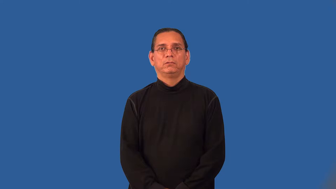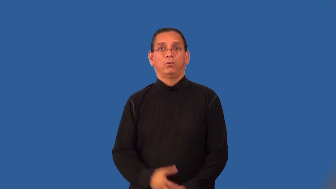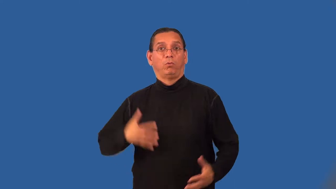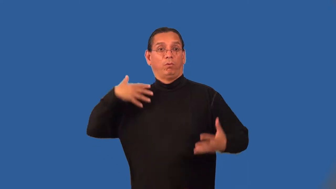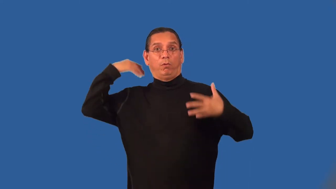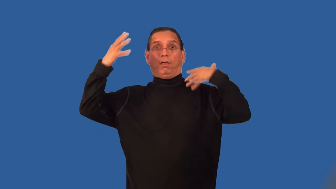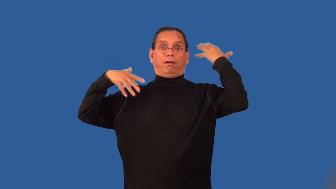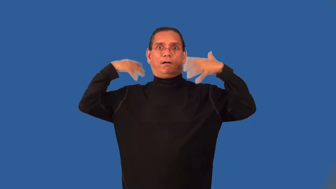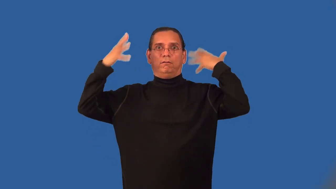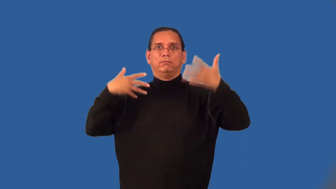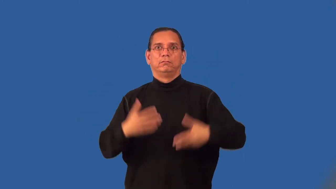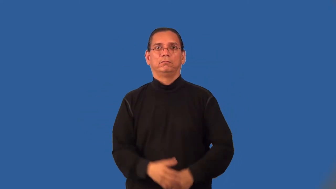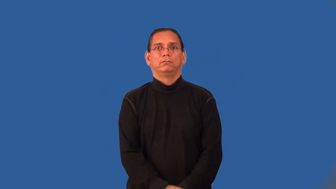madhouse